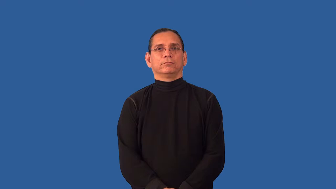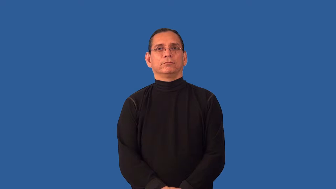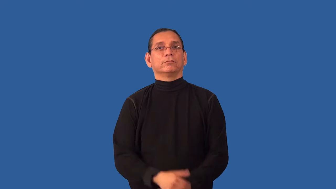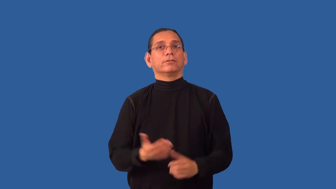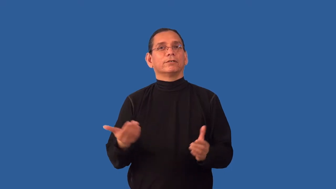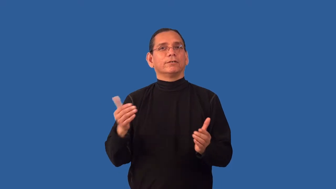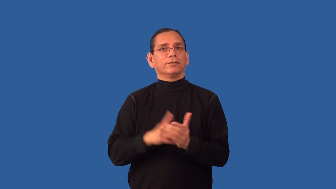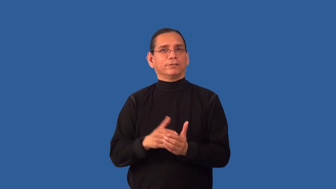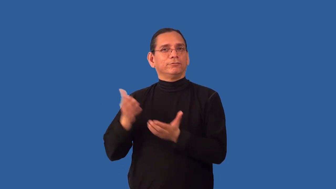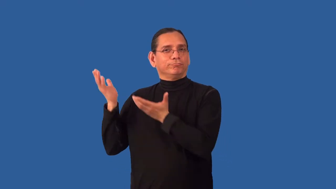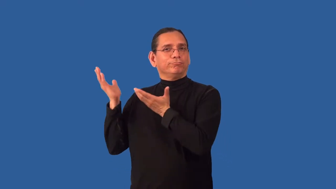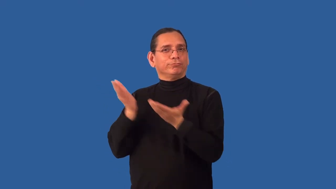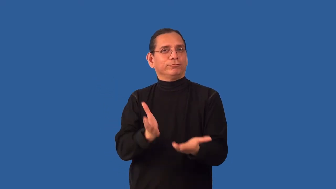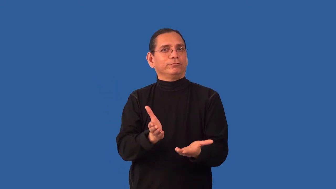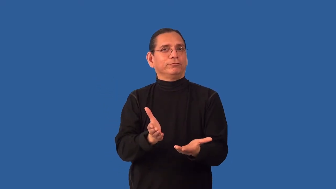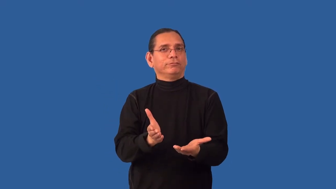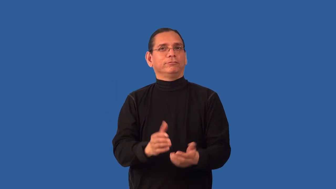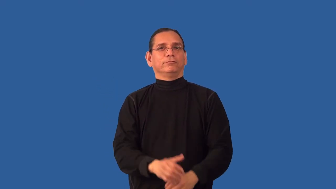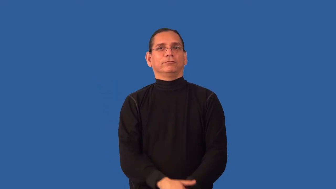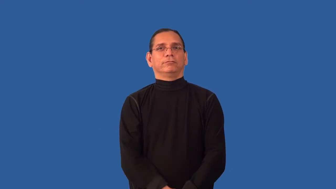reimport